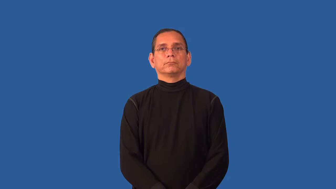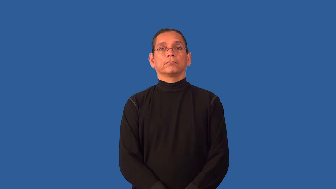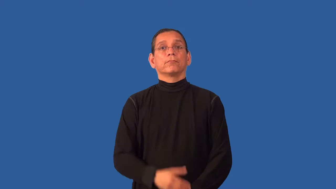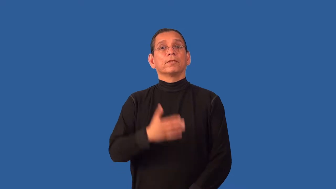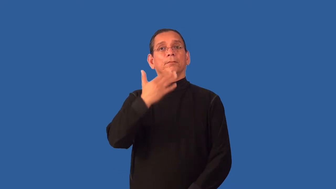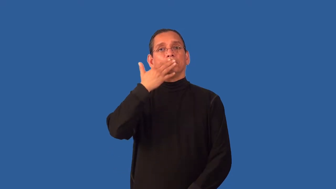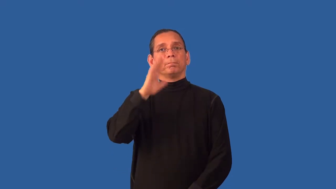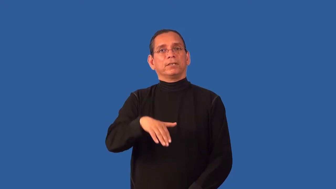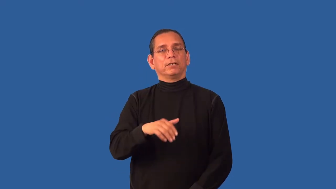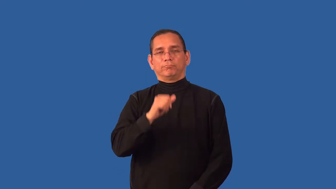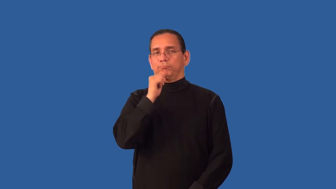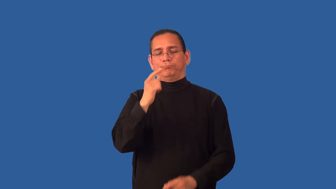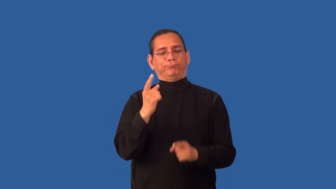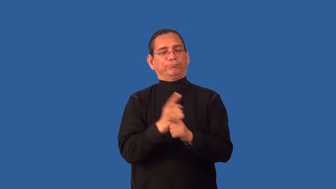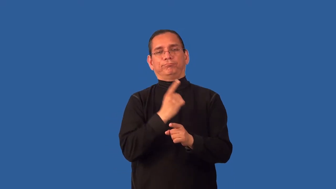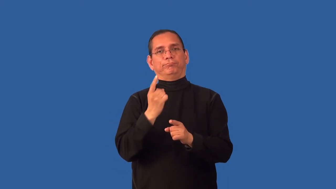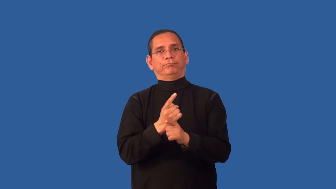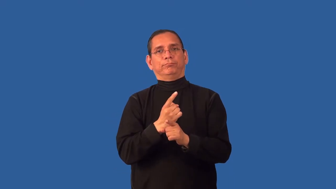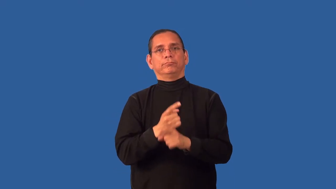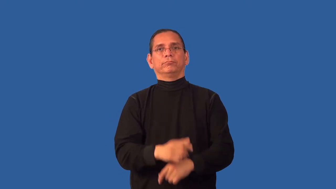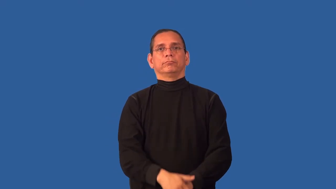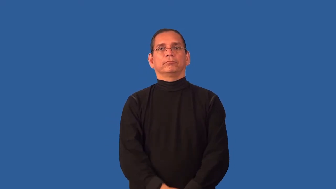untoward